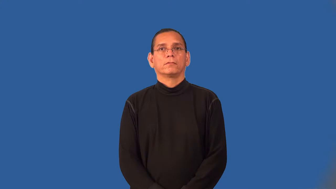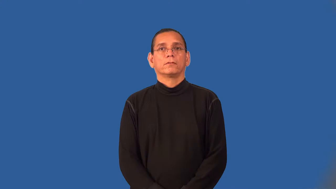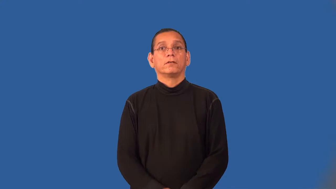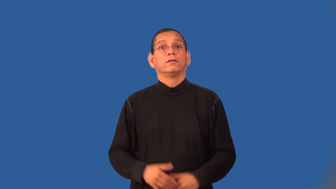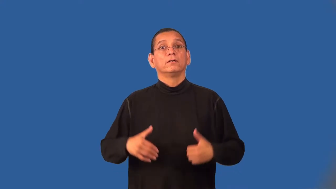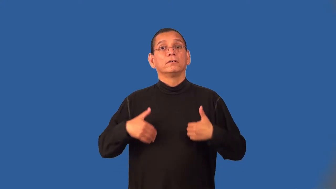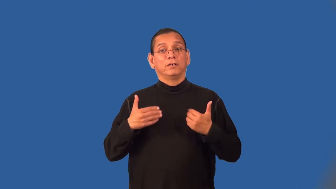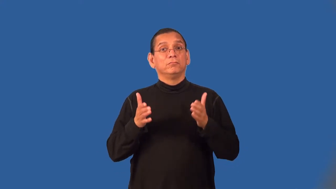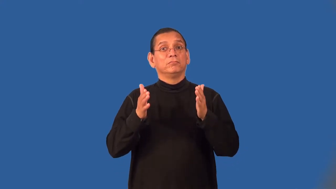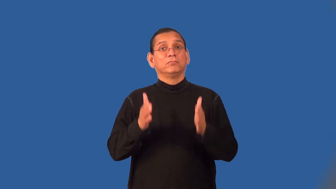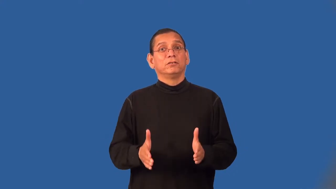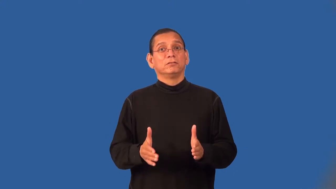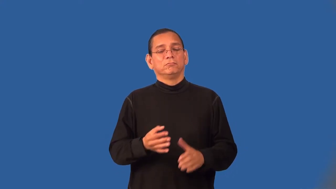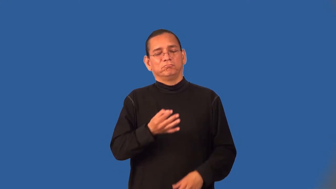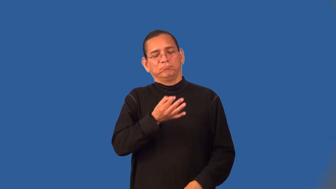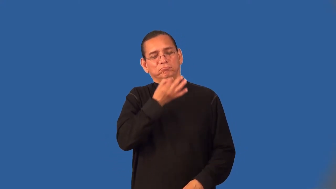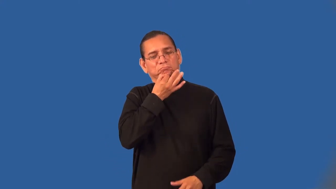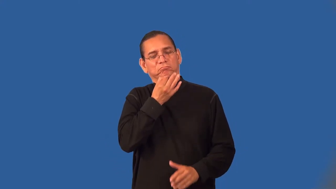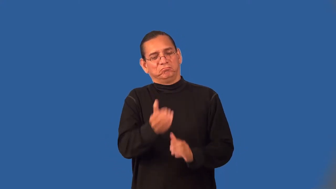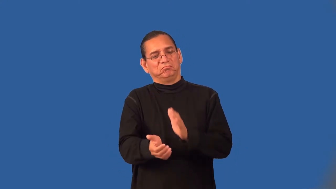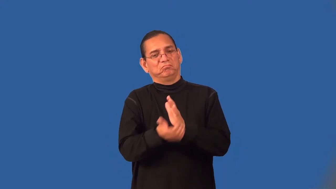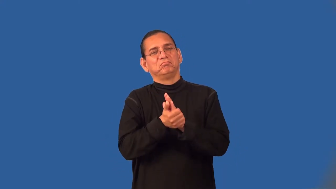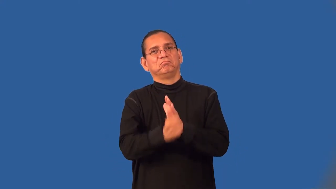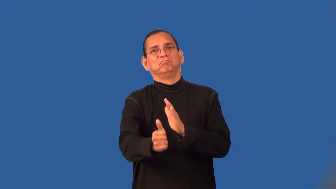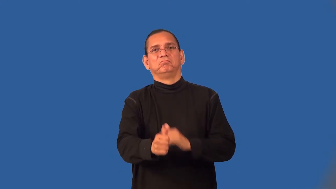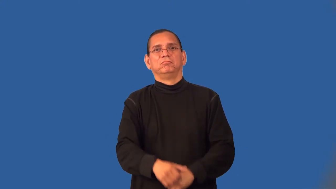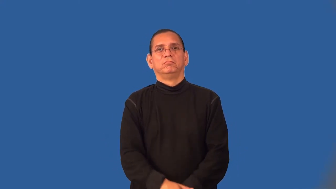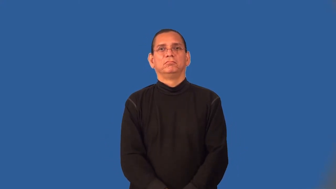wunderkind